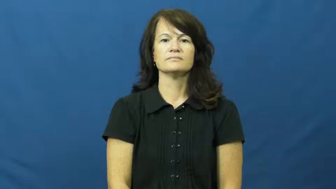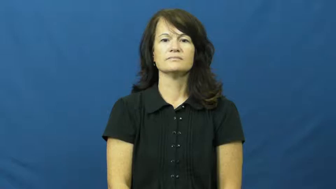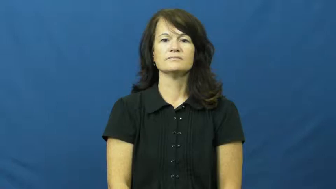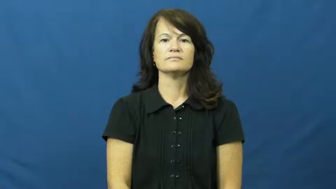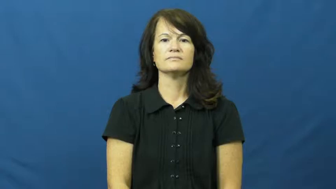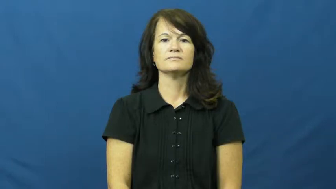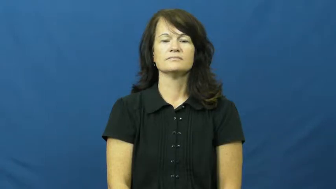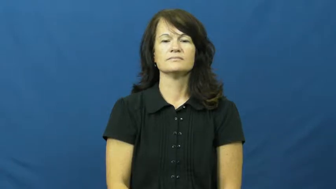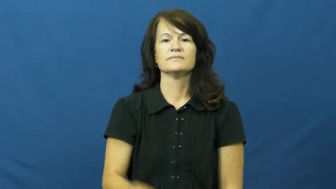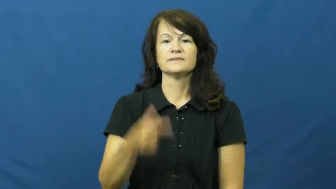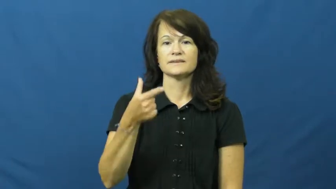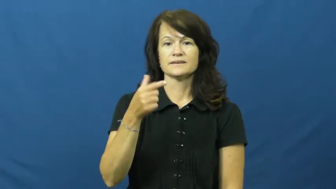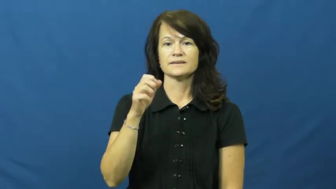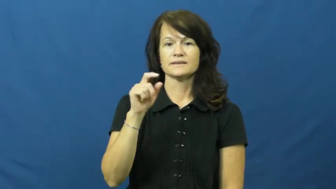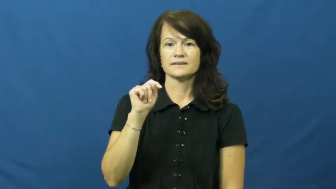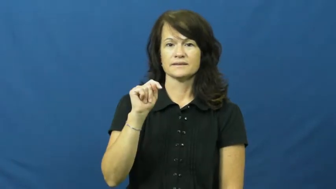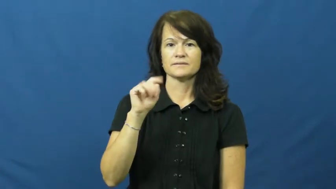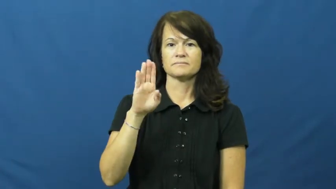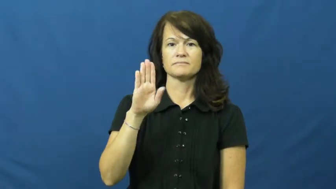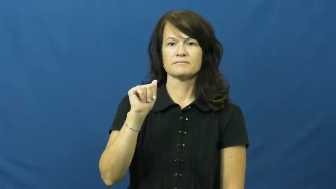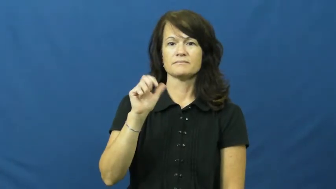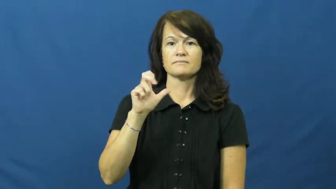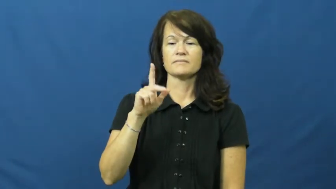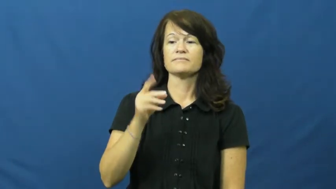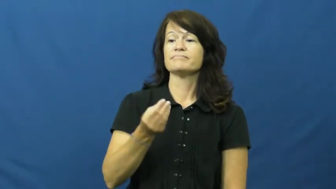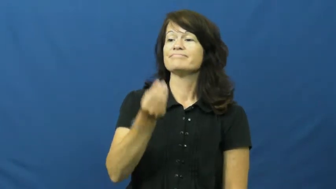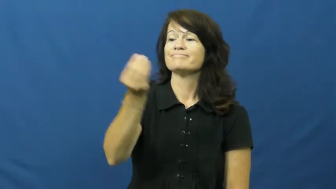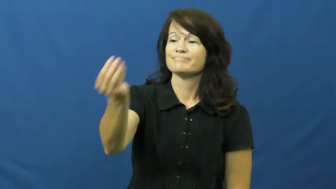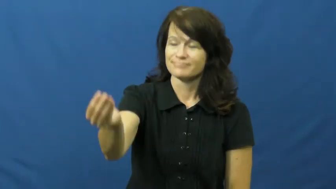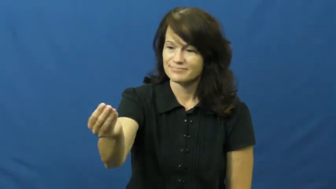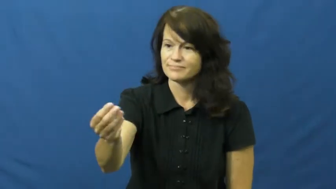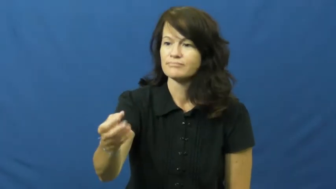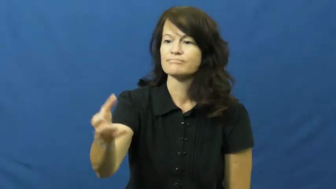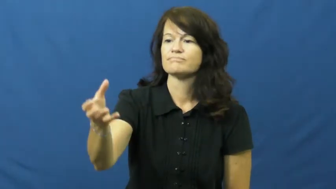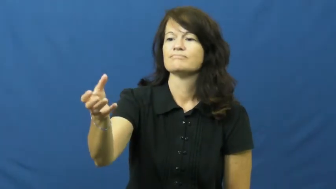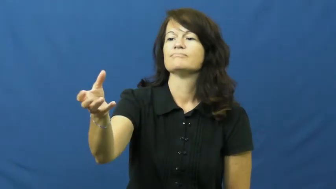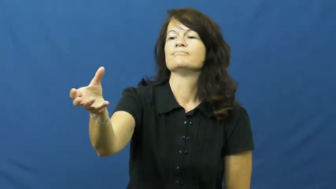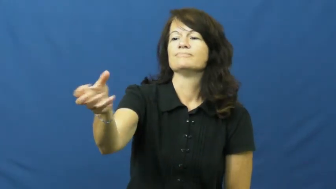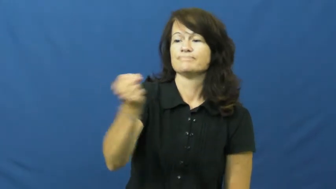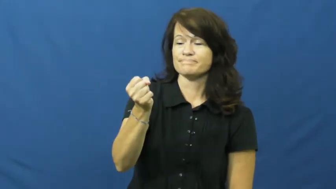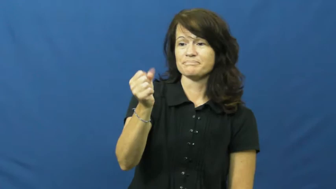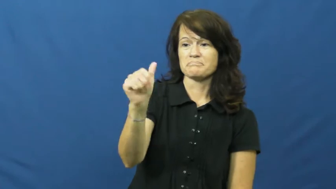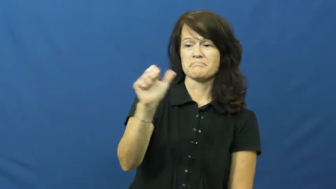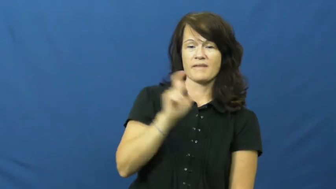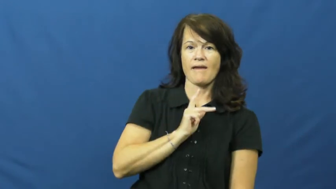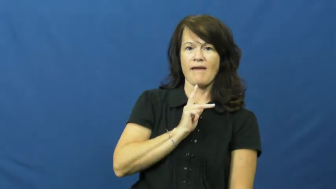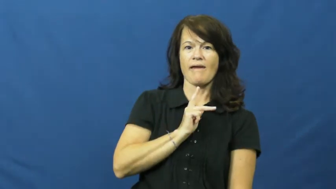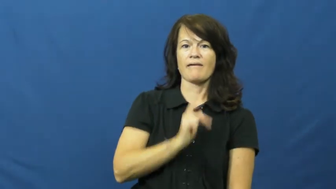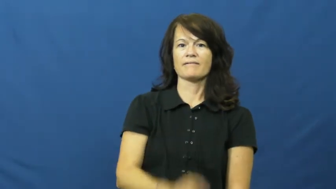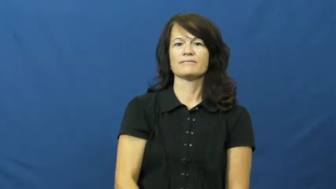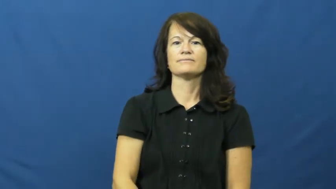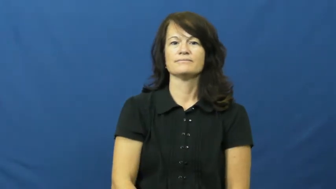get back,return